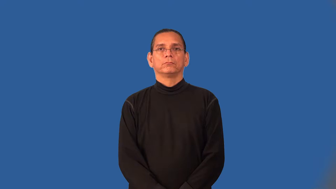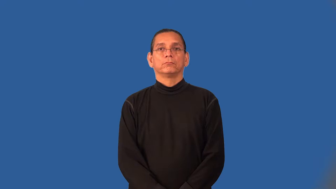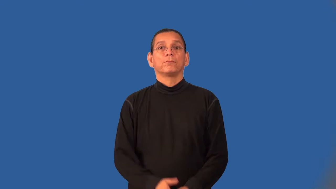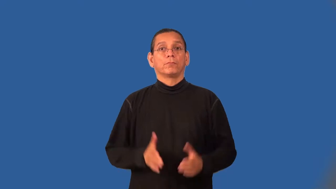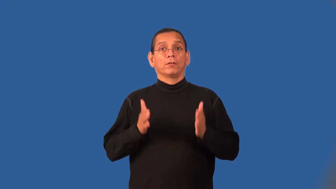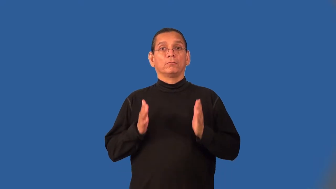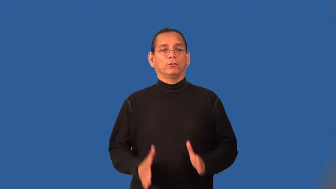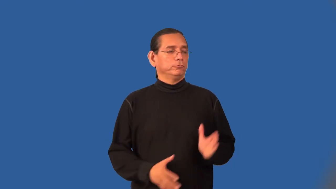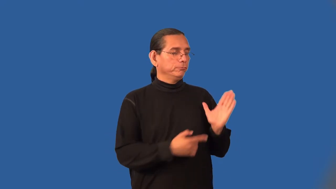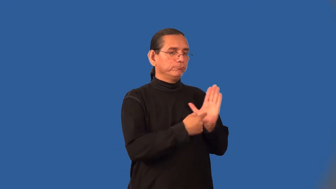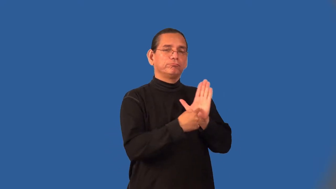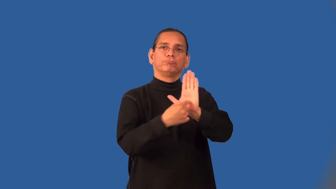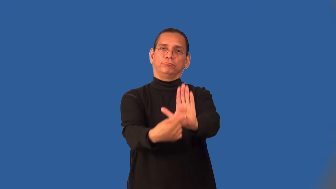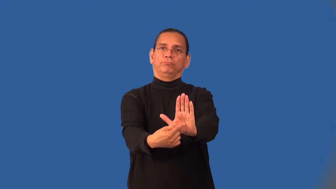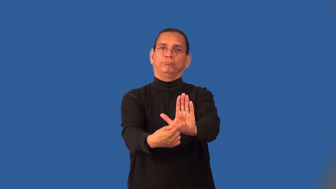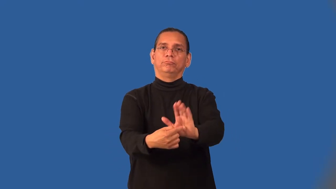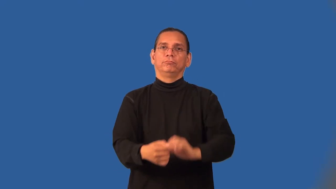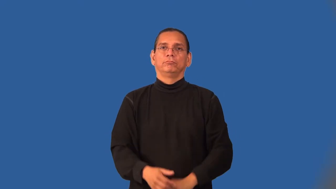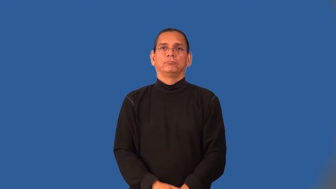bearer